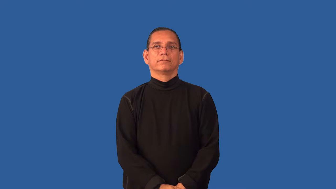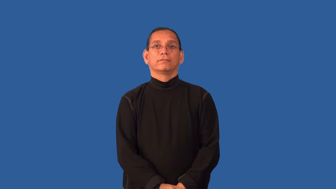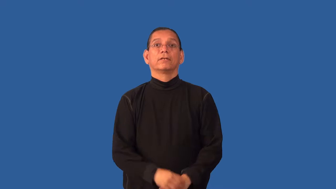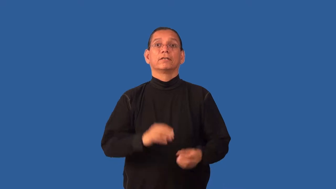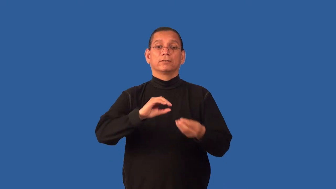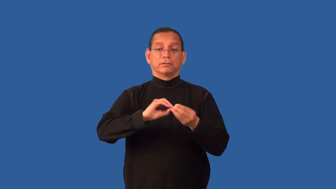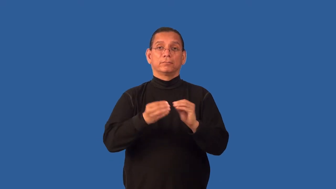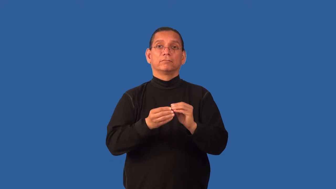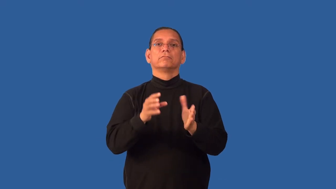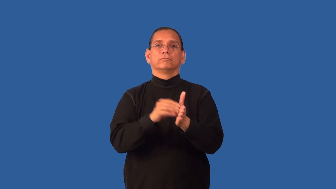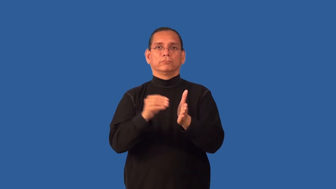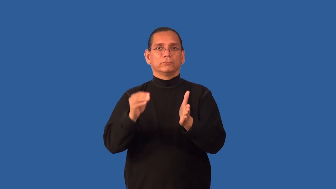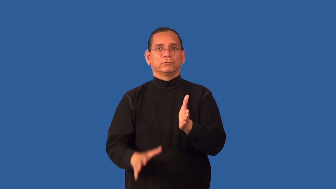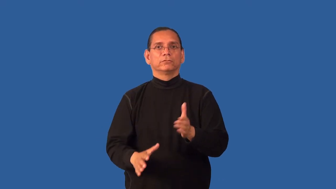enrollment